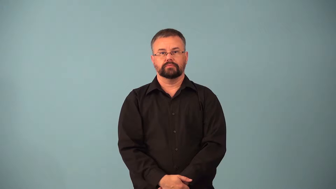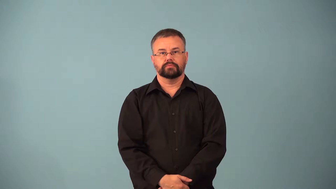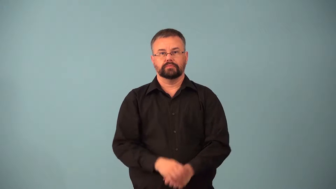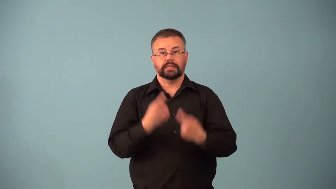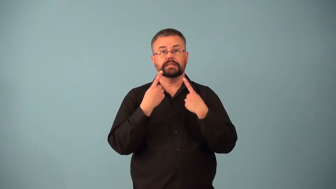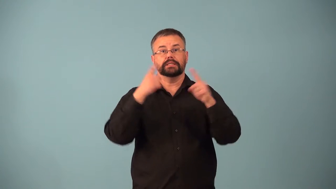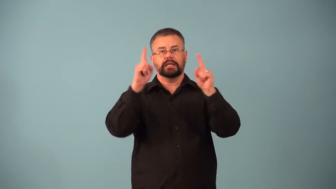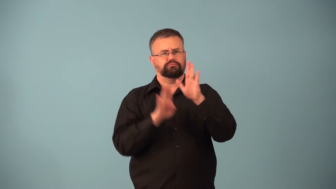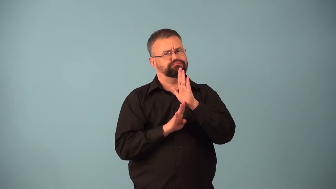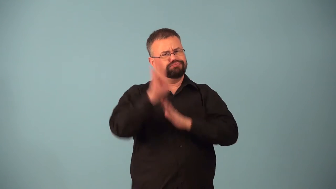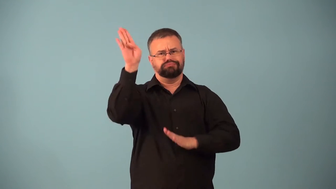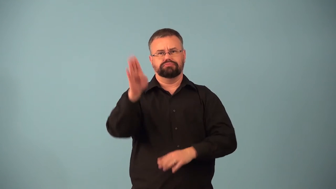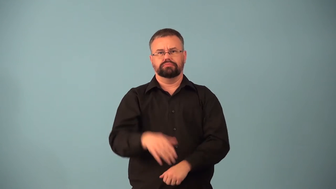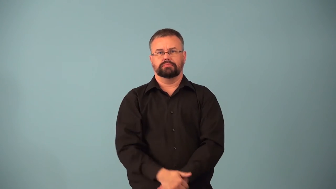breakout-success